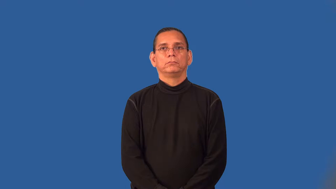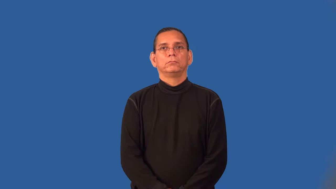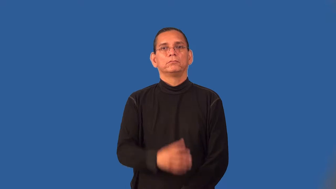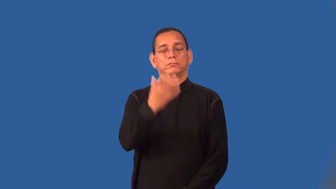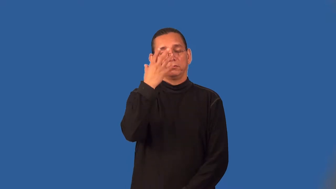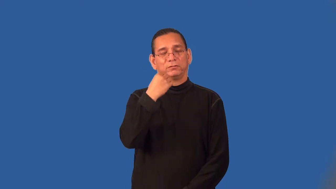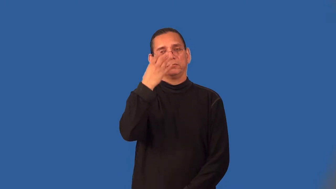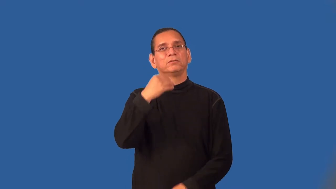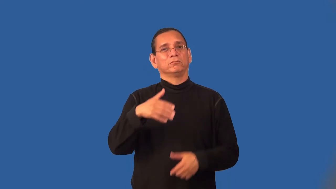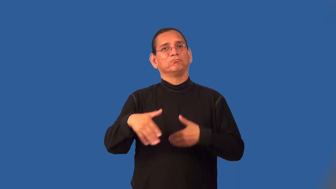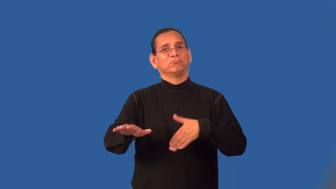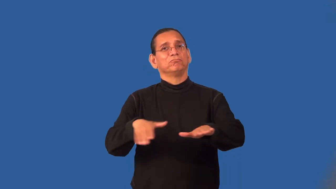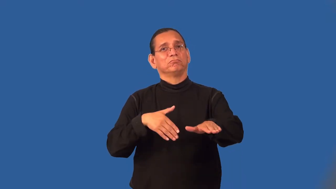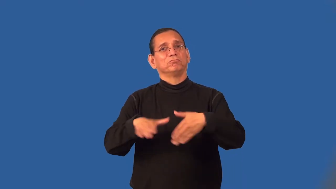sleepwalk